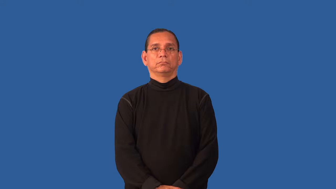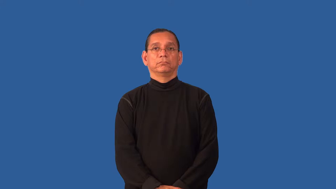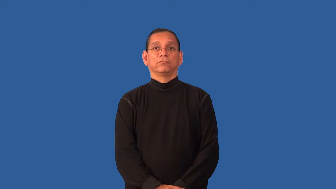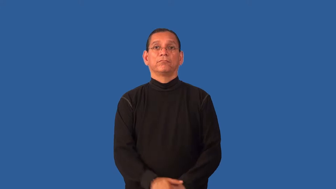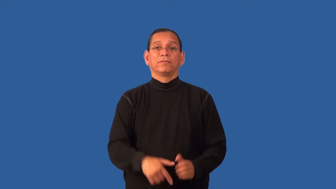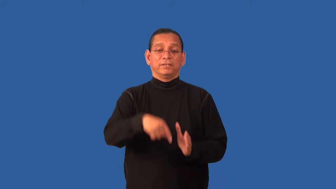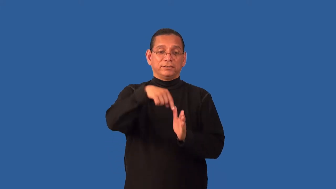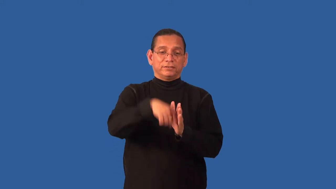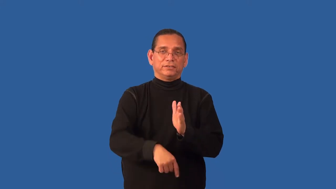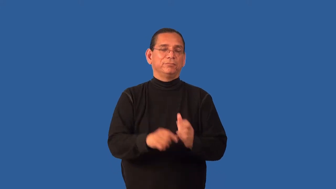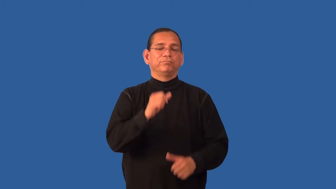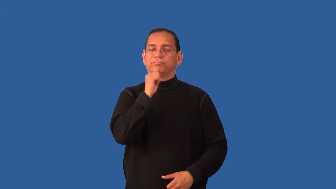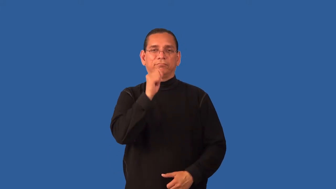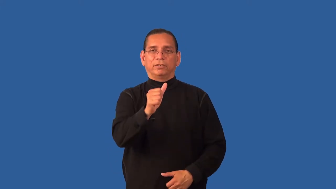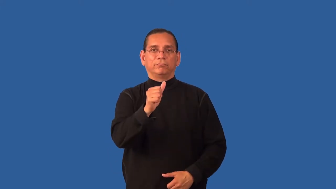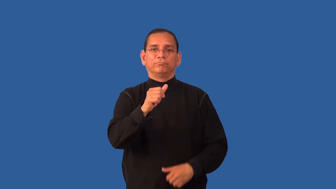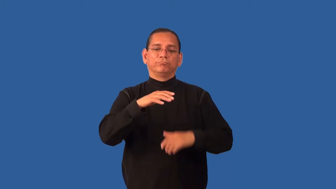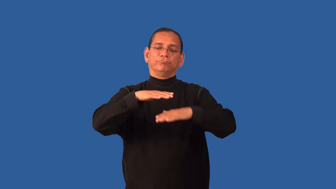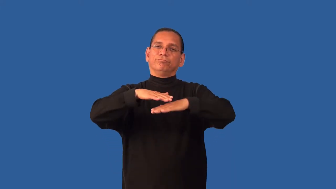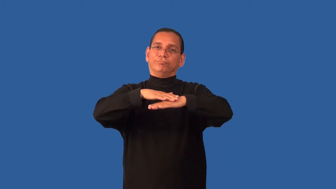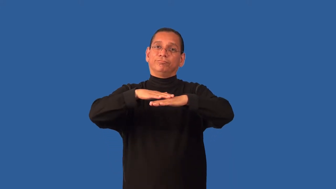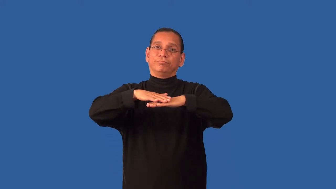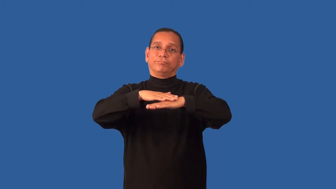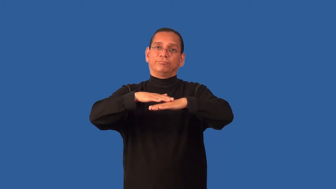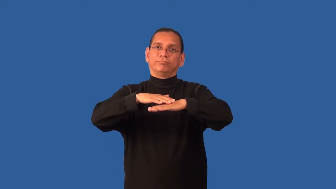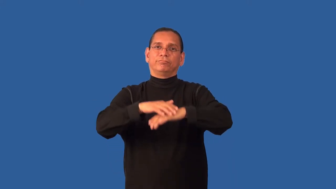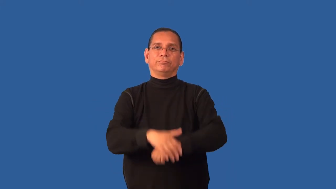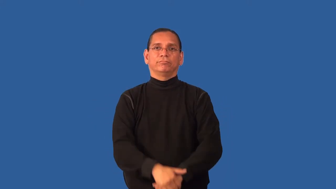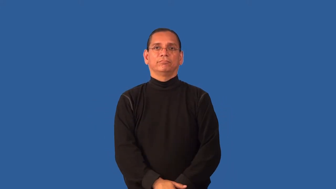facile